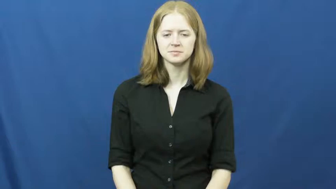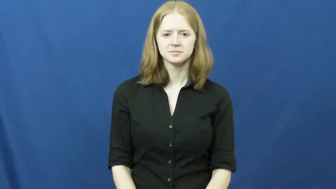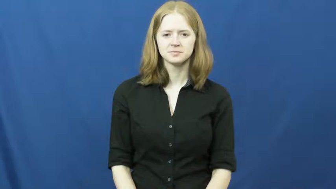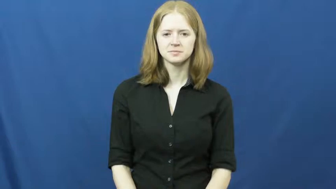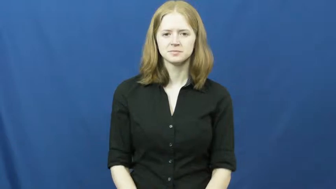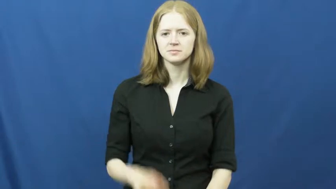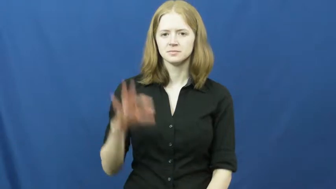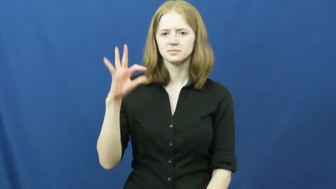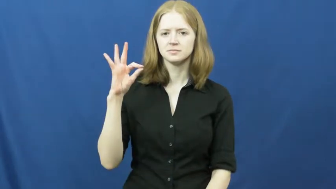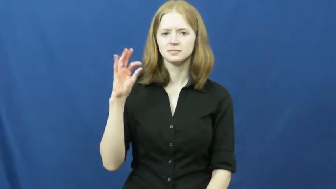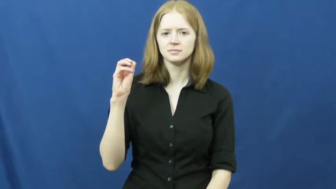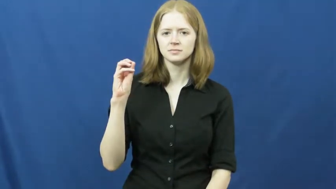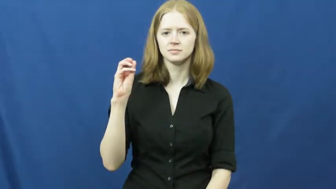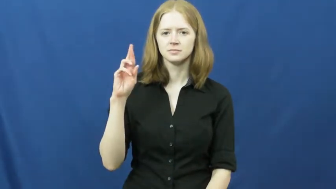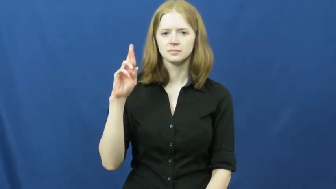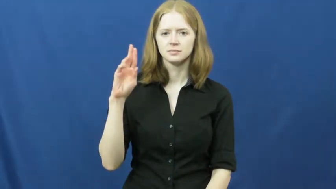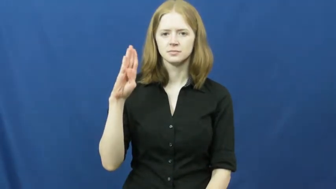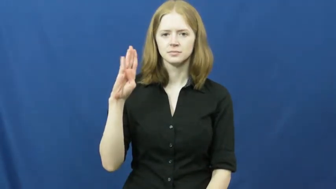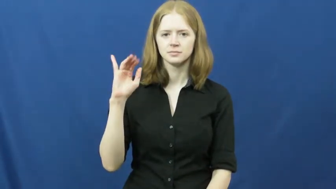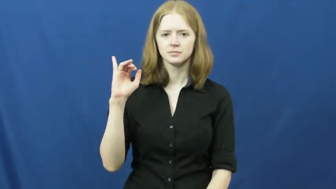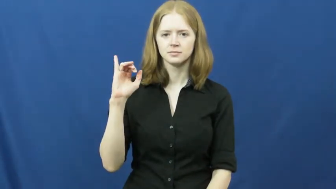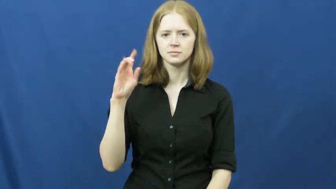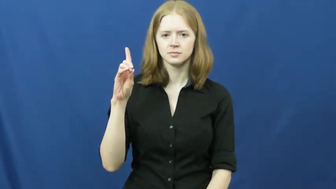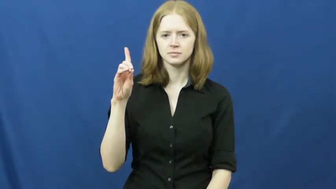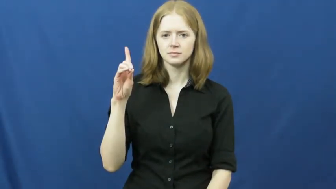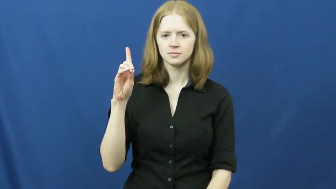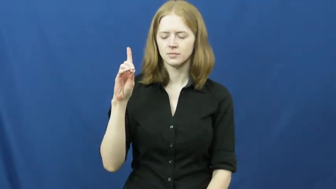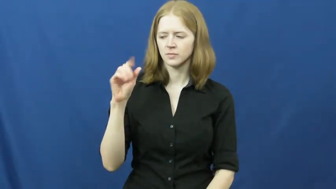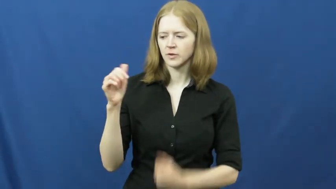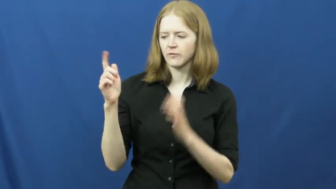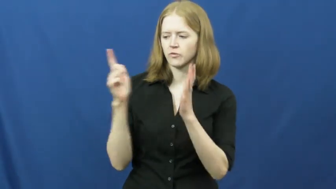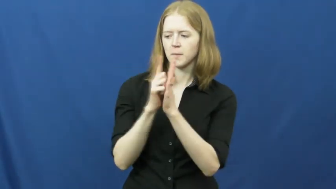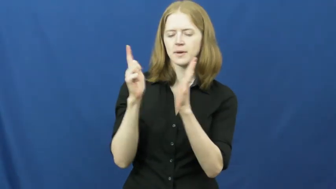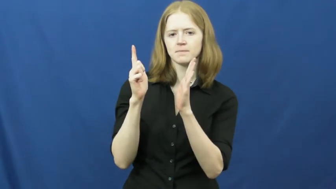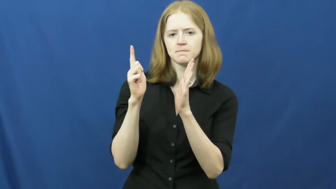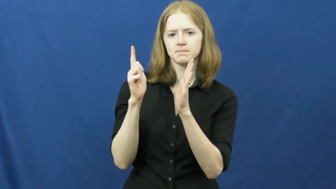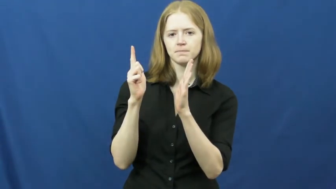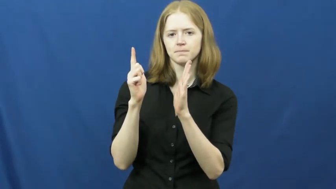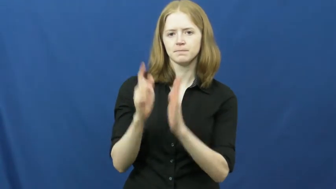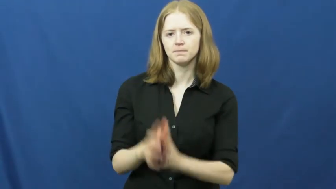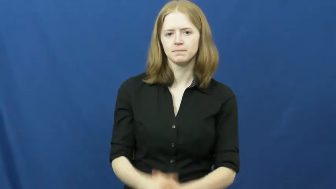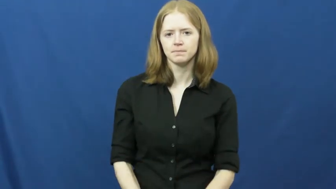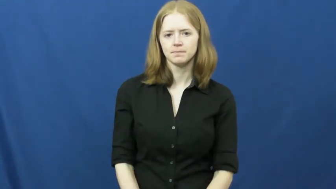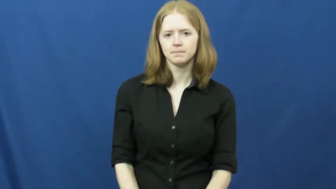forbid